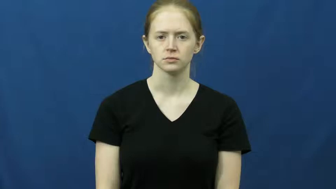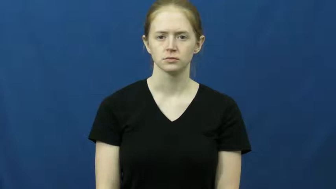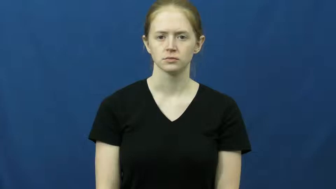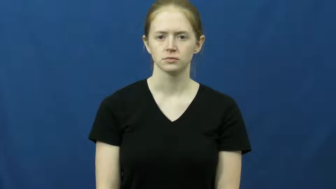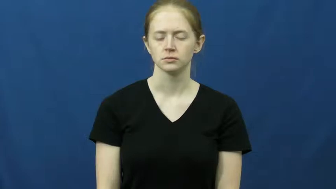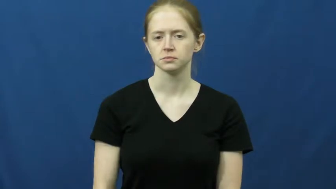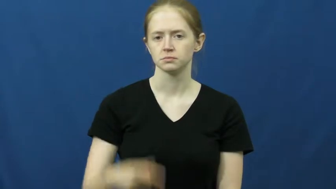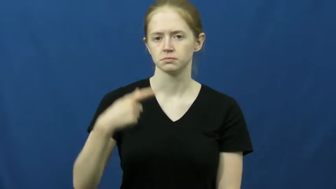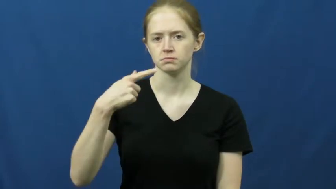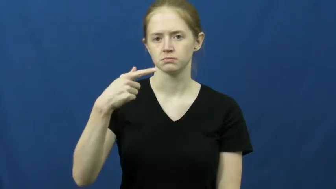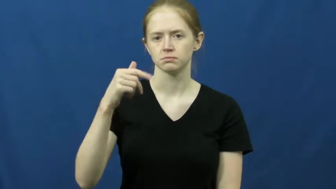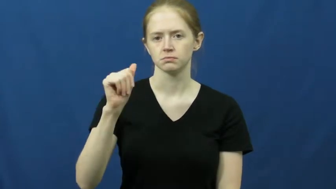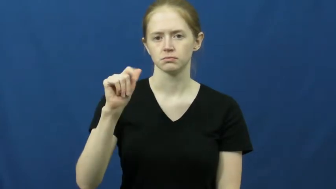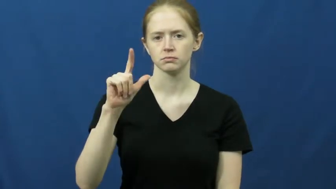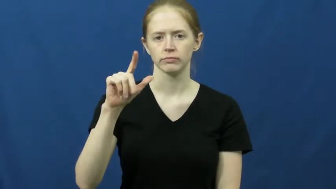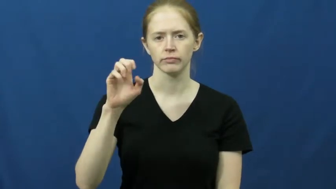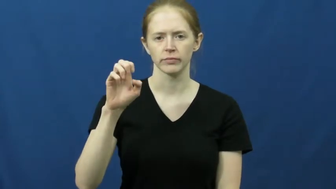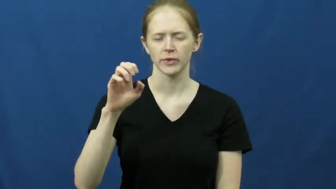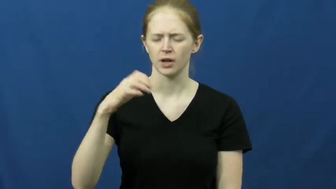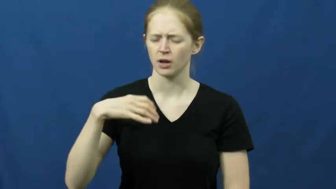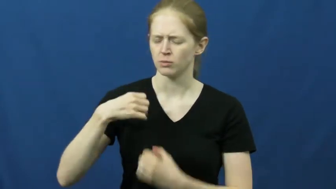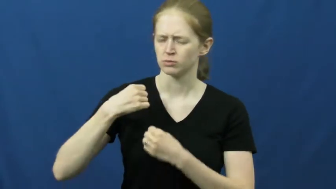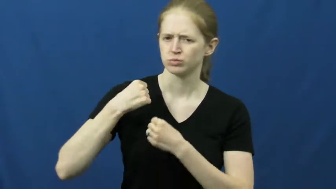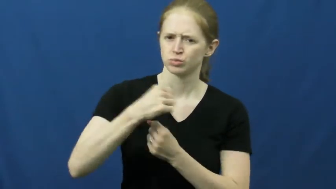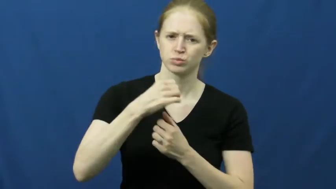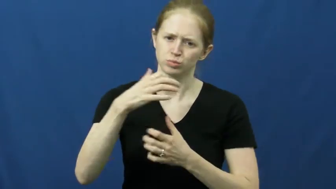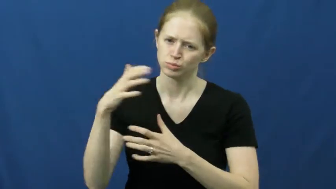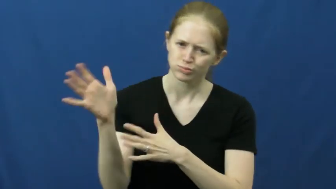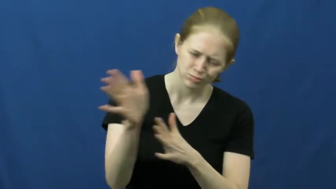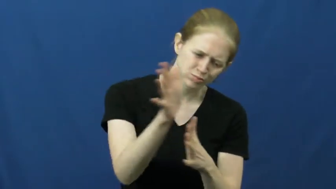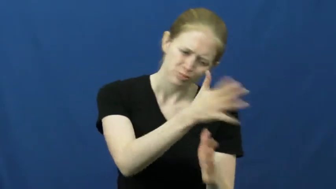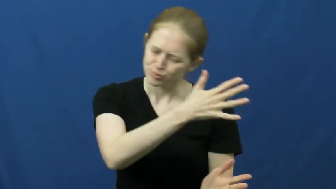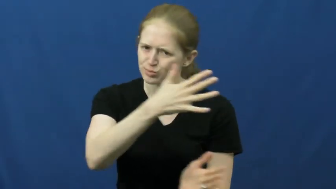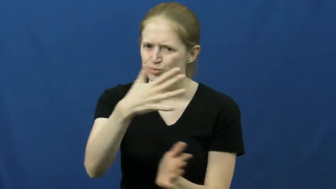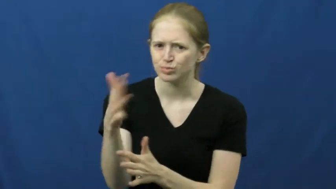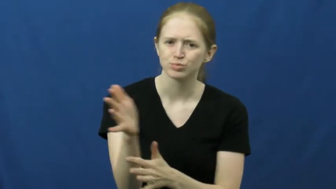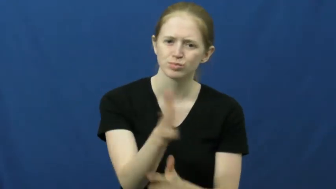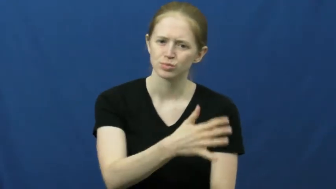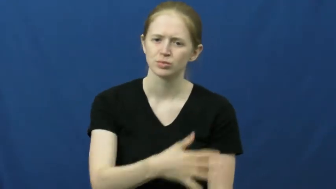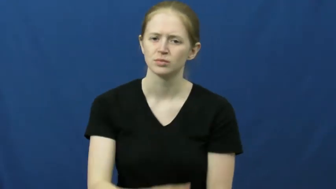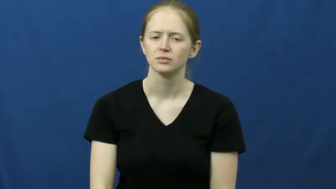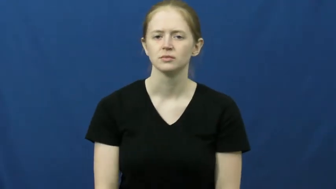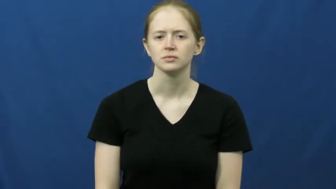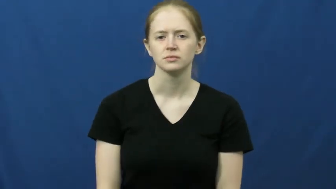gale